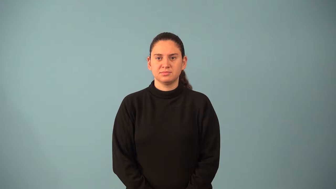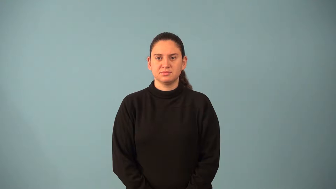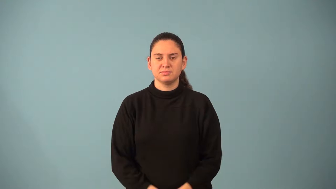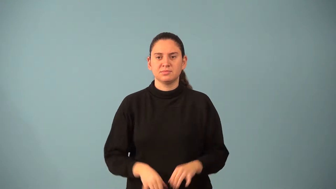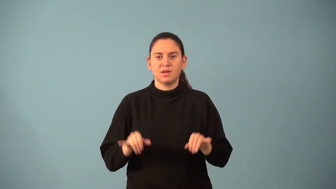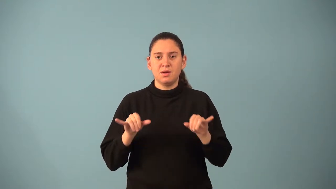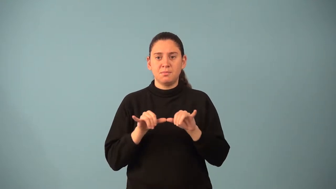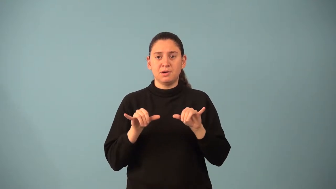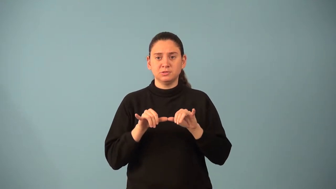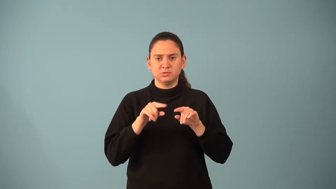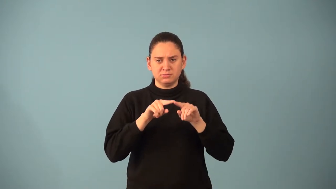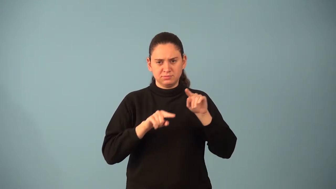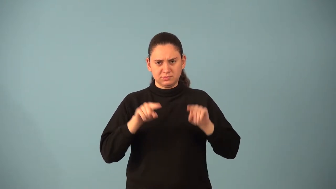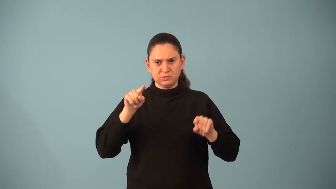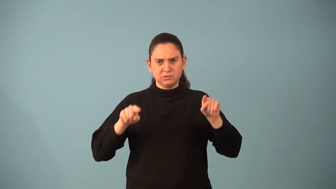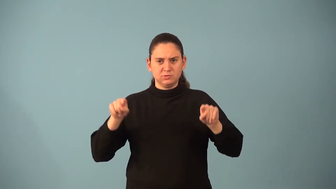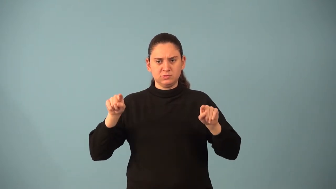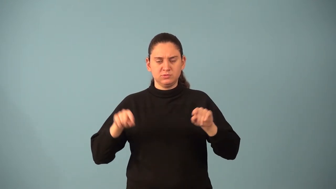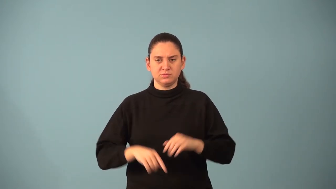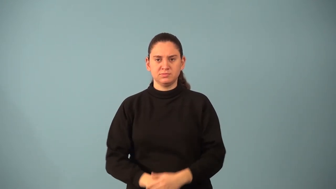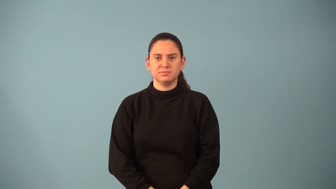measure of variation